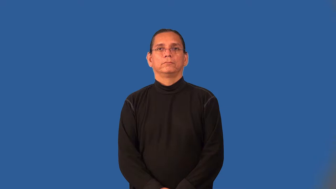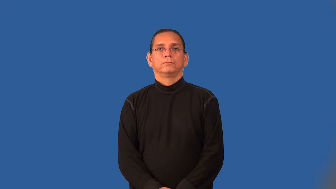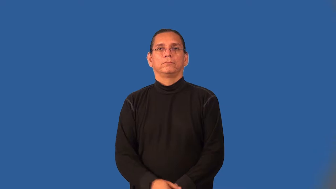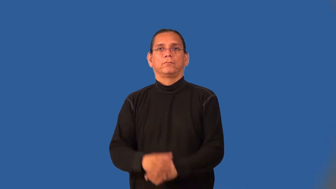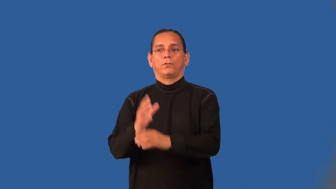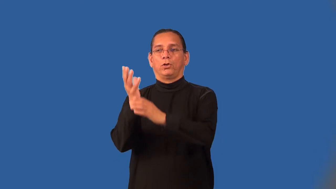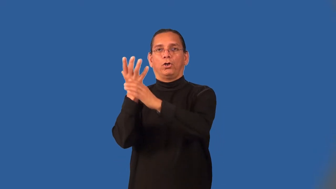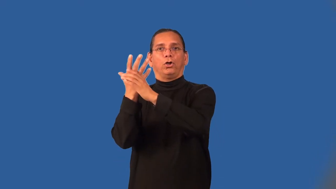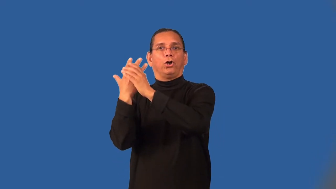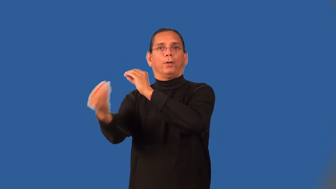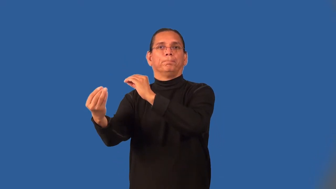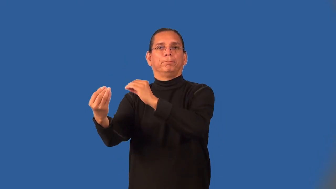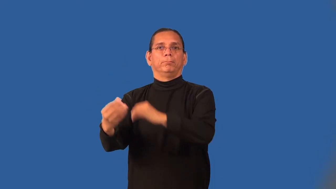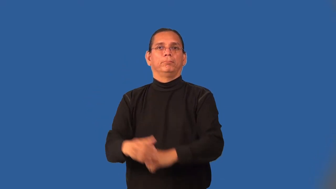outlet-place things leave